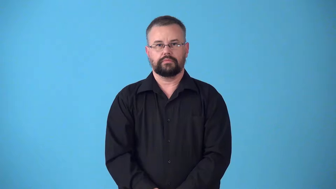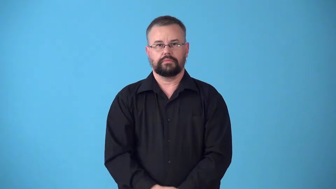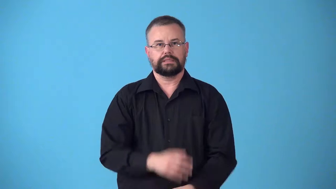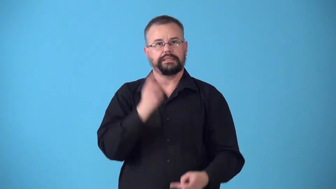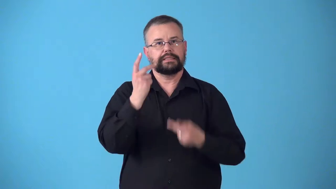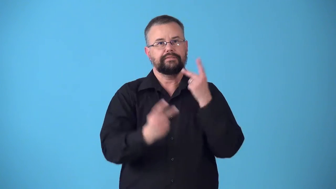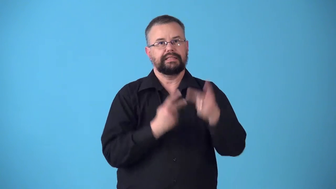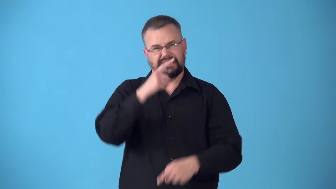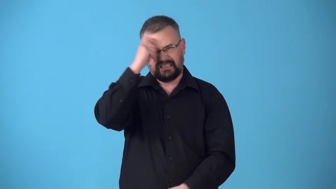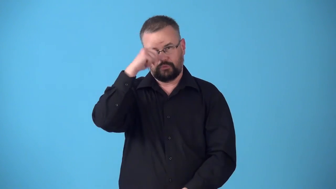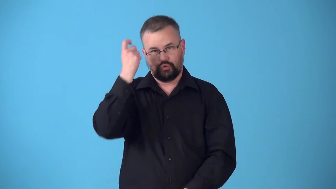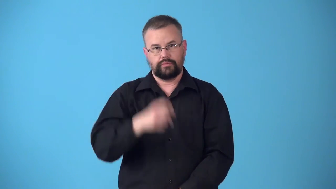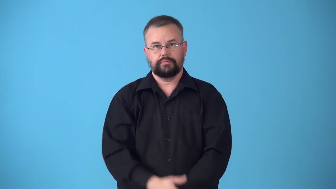summer-visit for summer